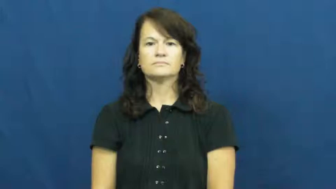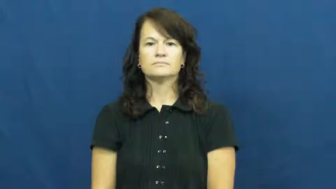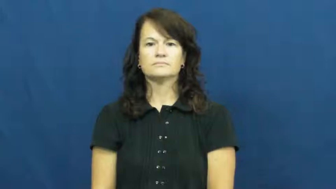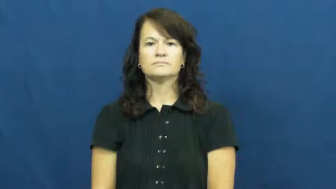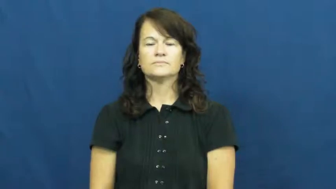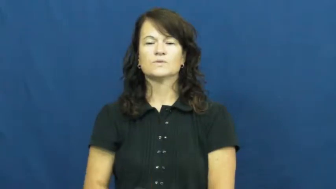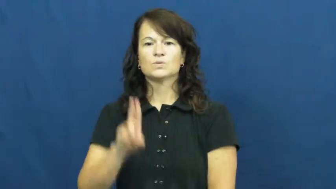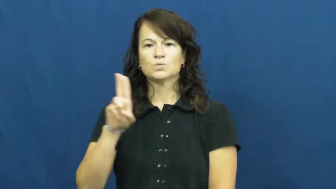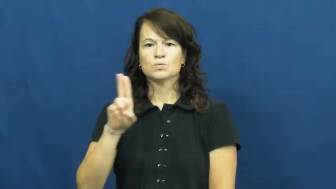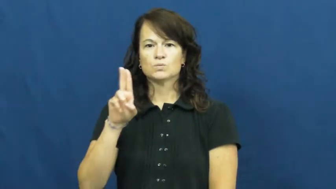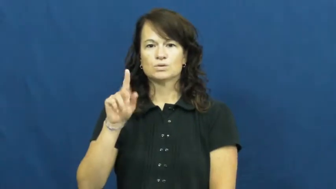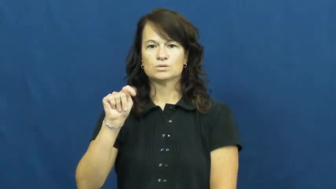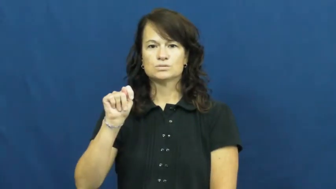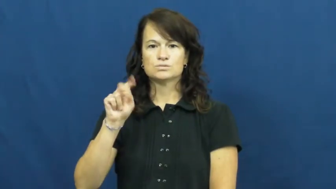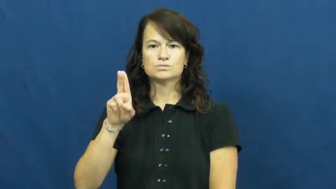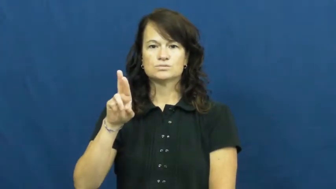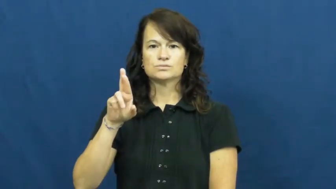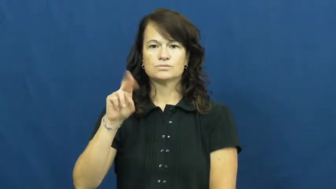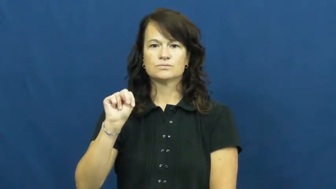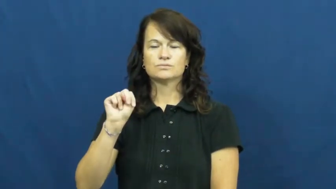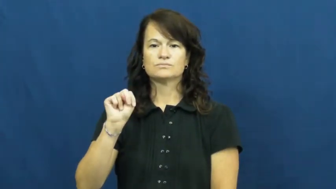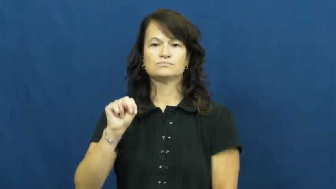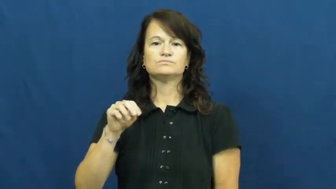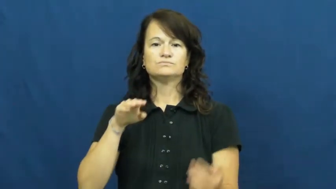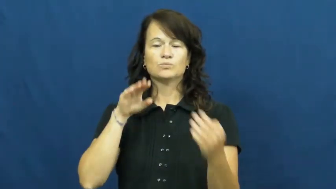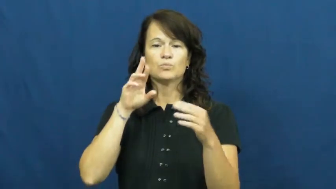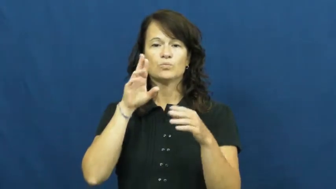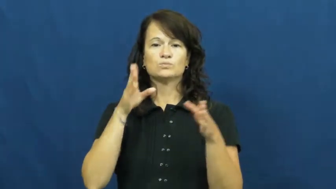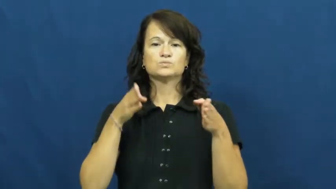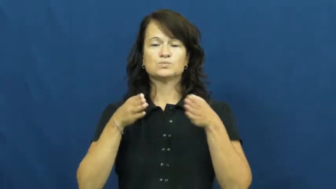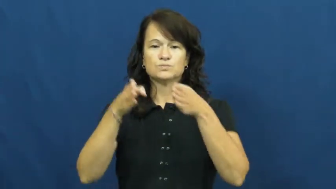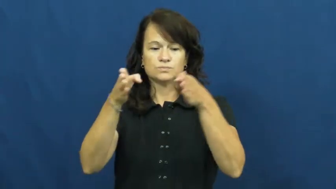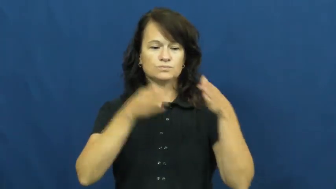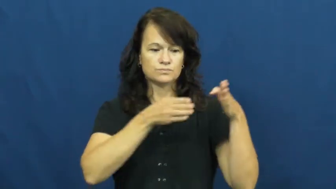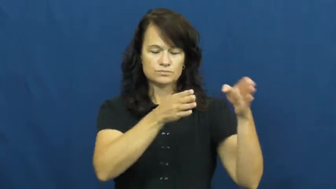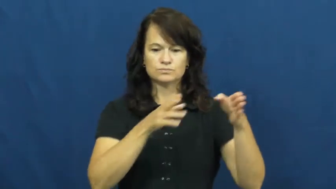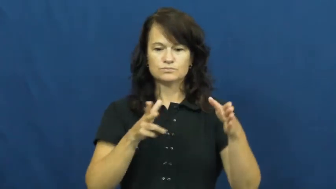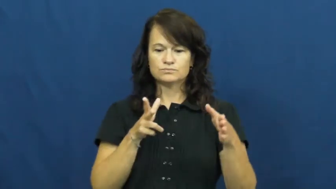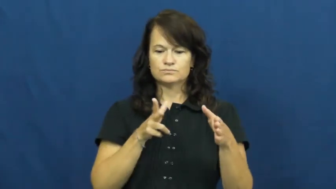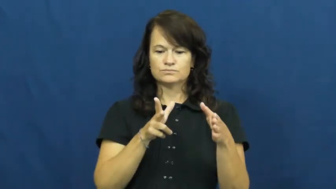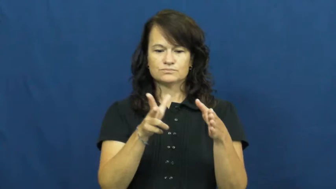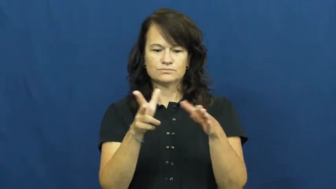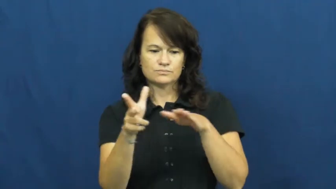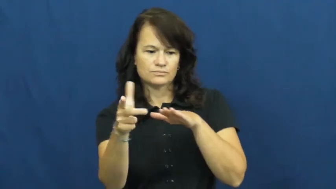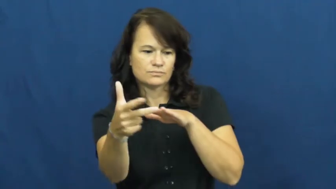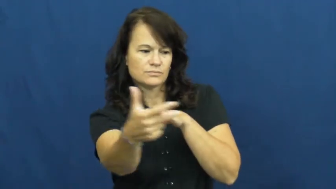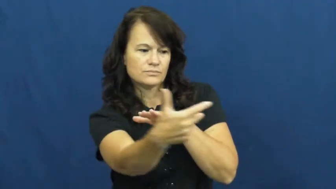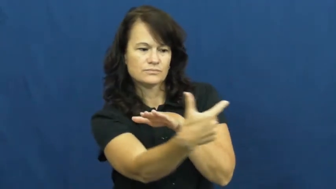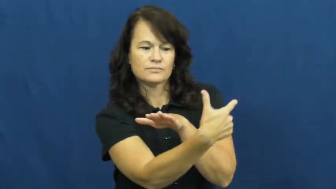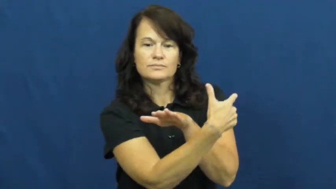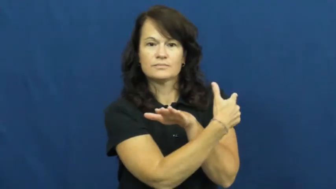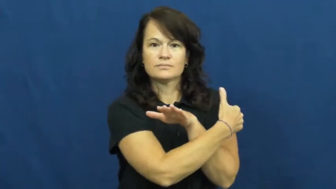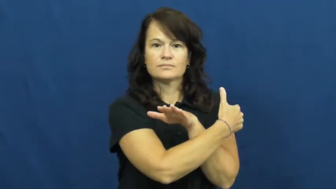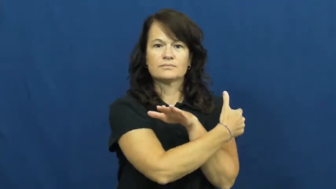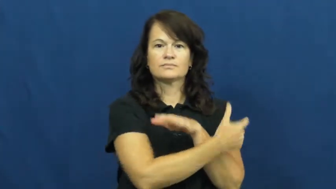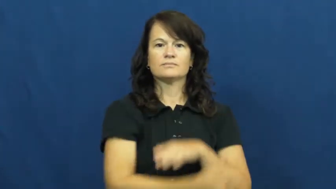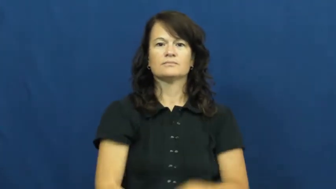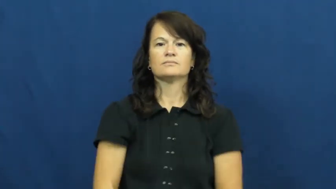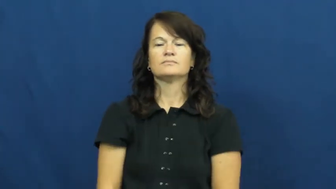U-turn